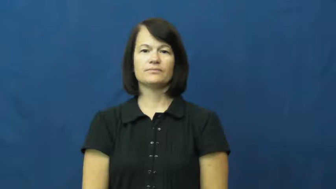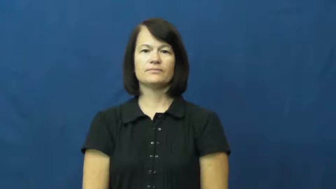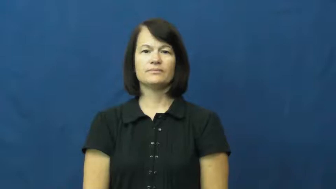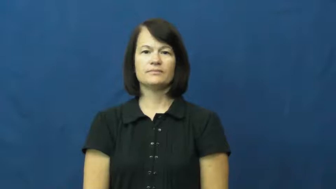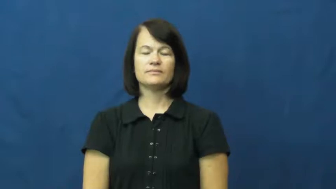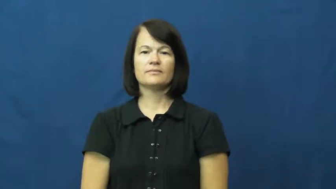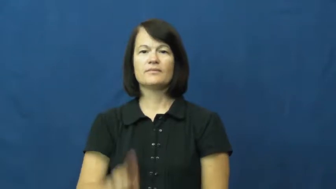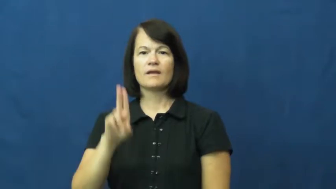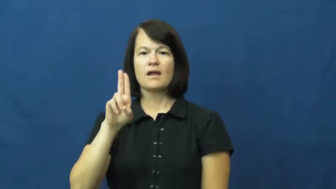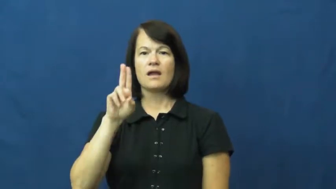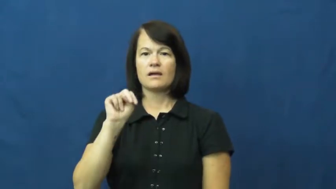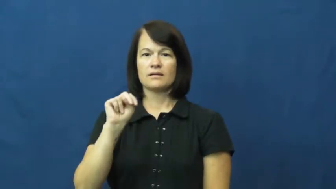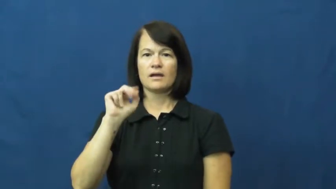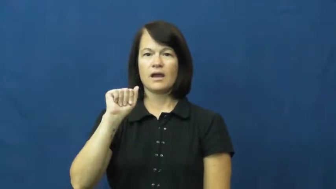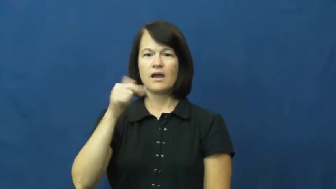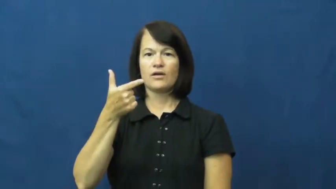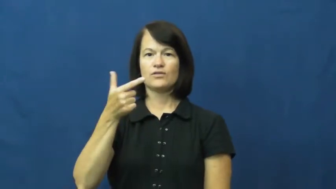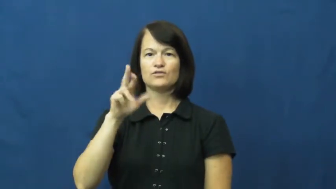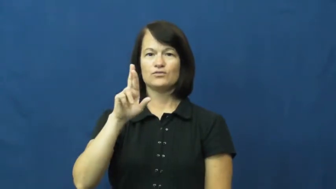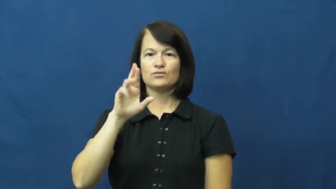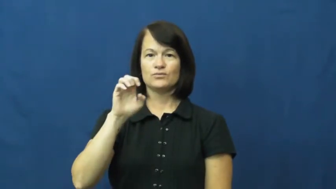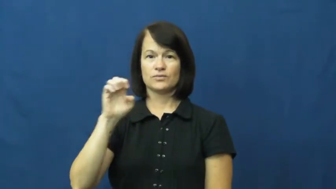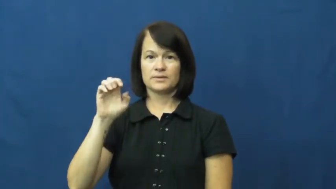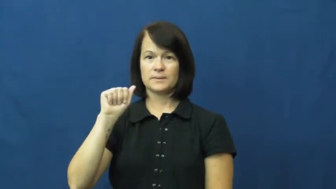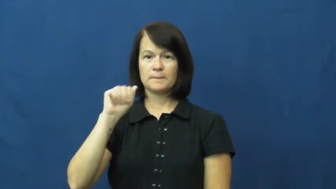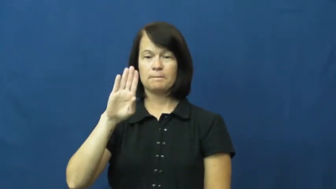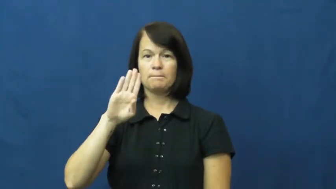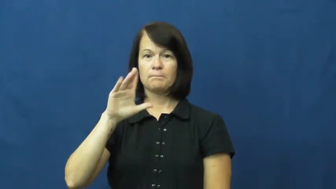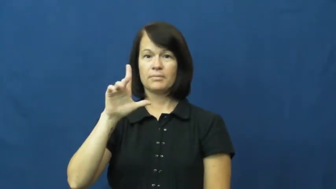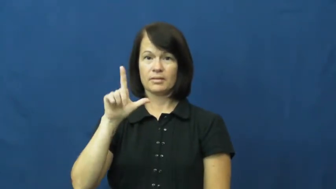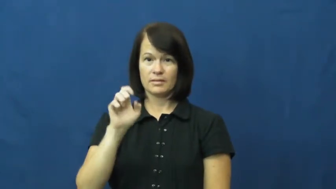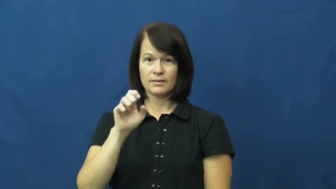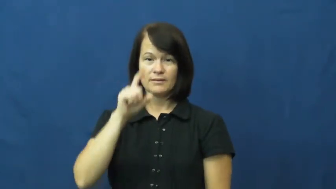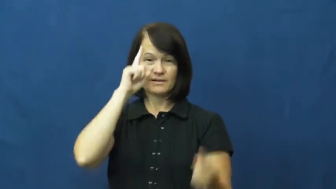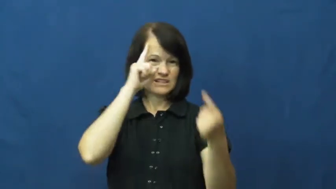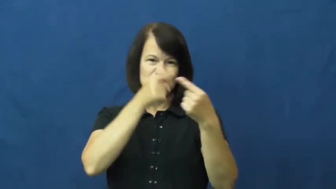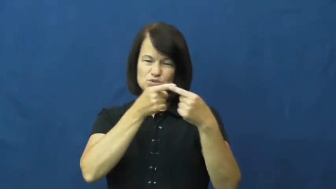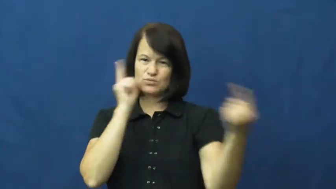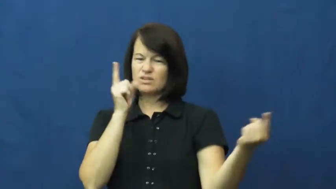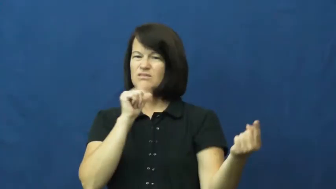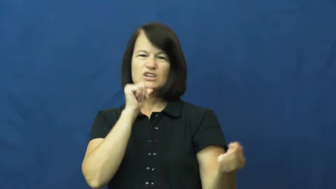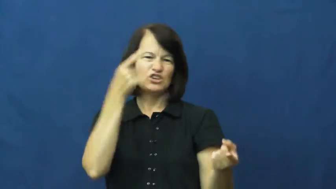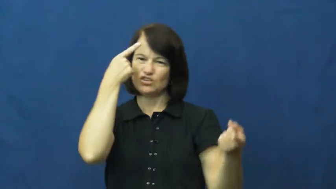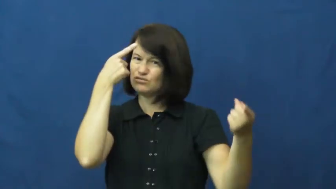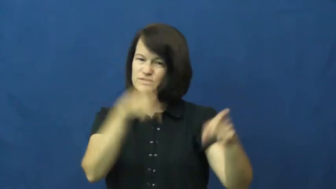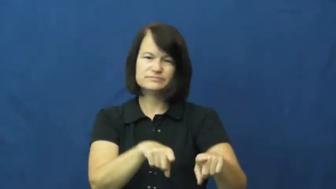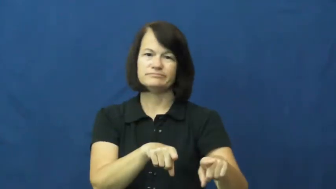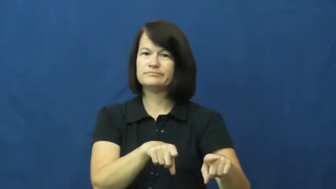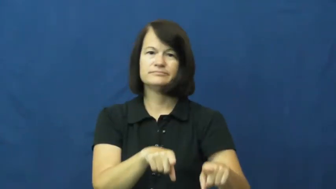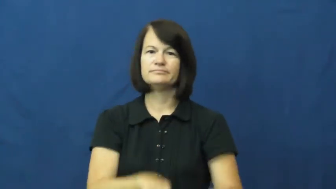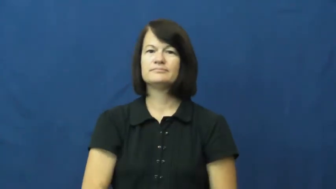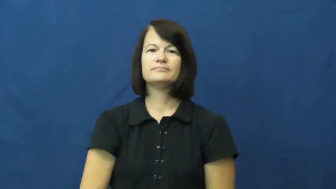unagreeable